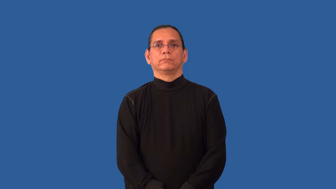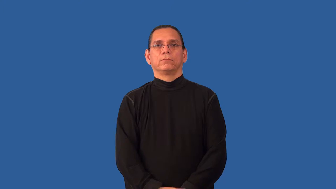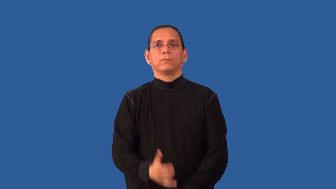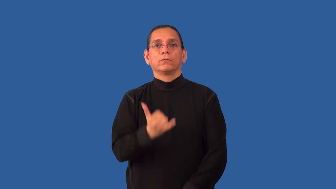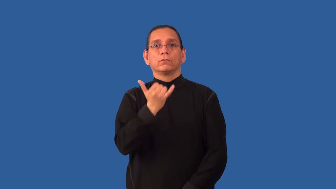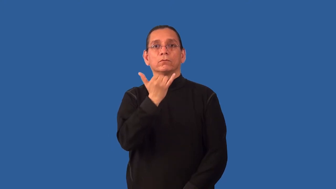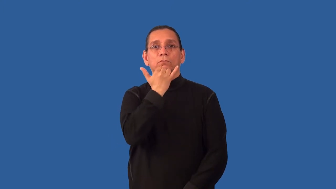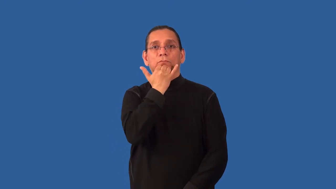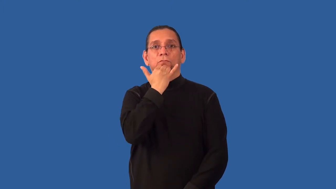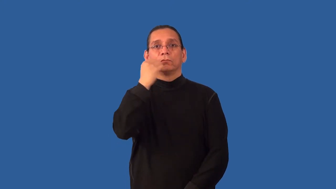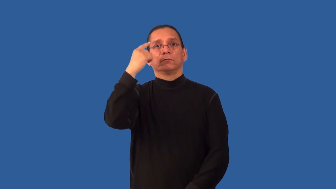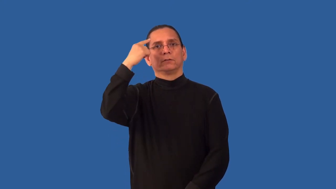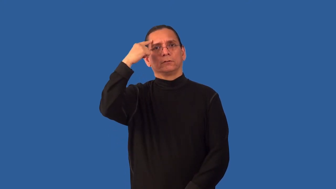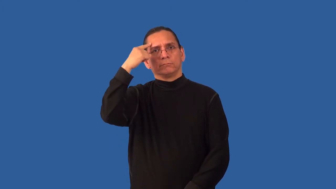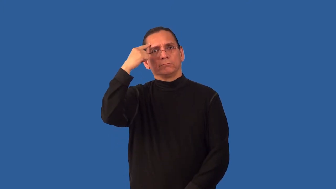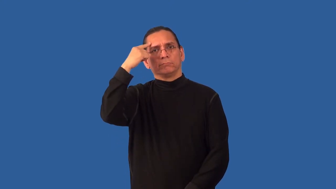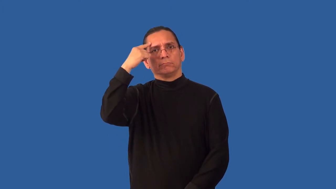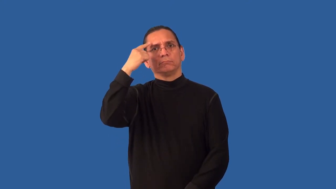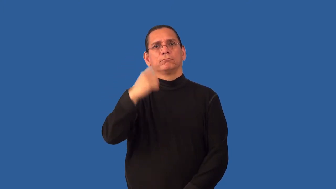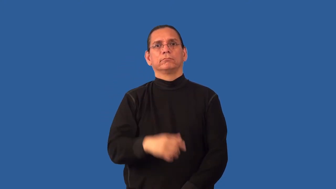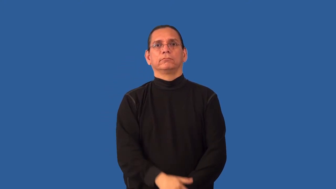misthink